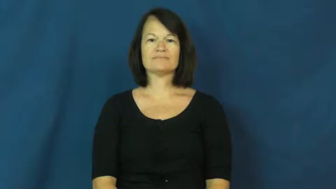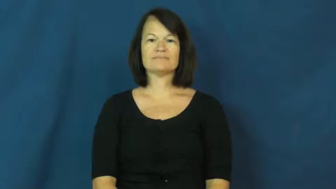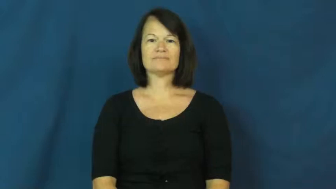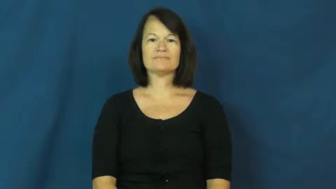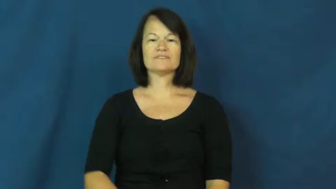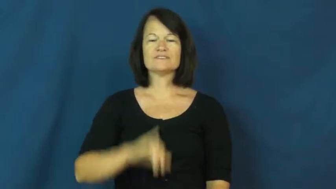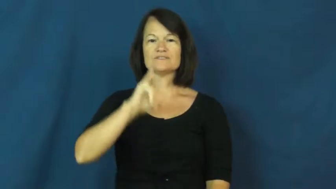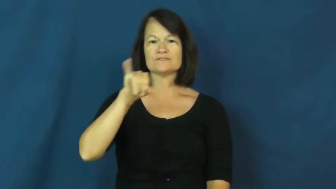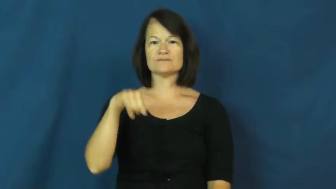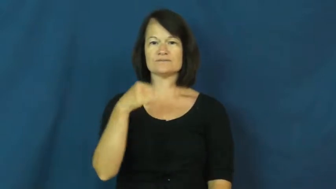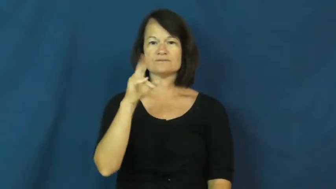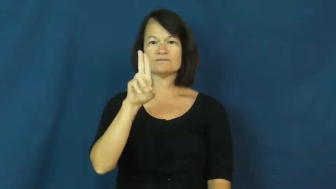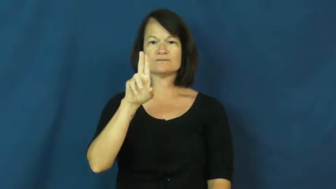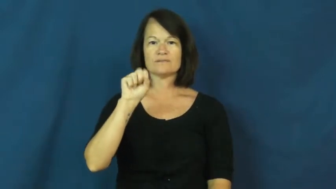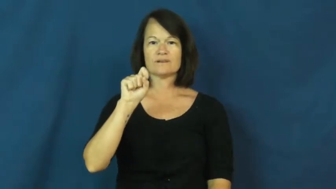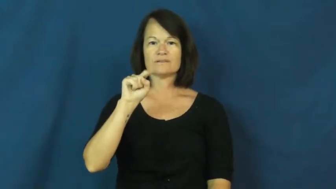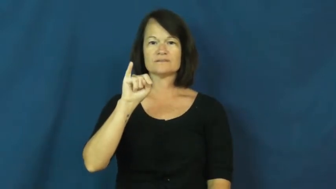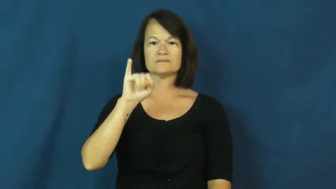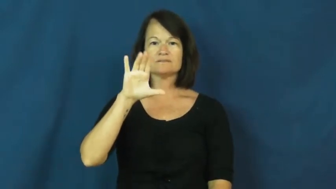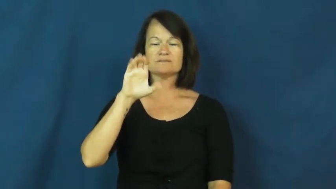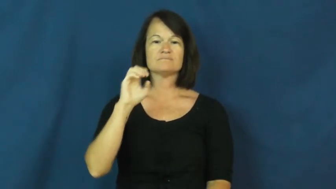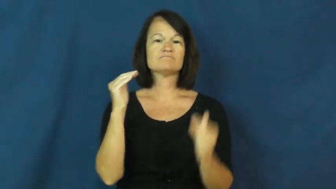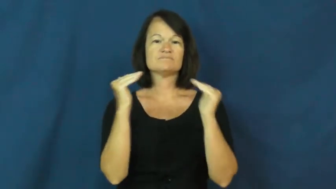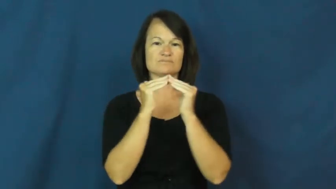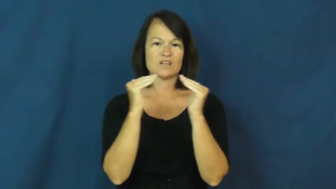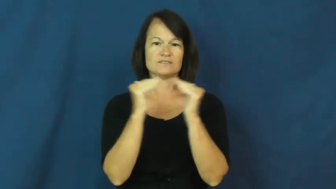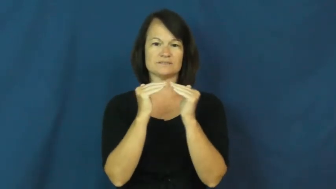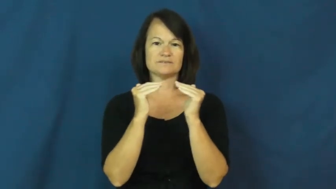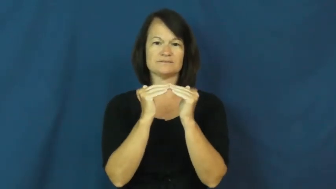justice-fair